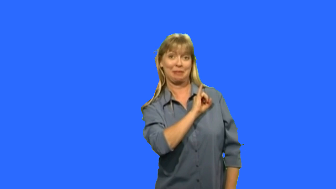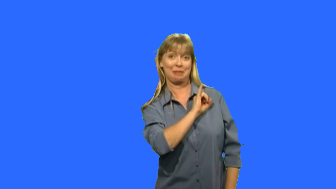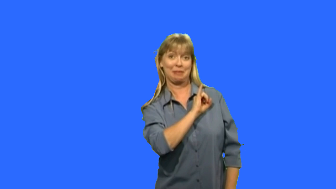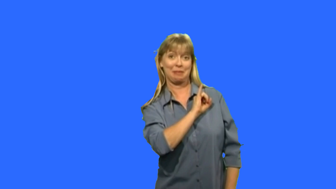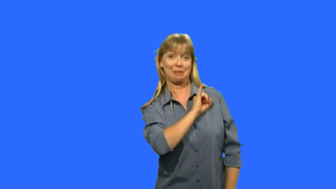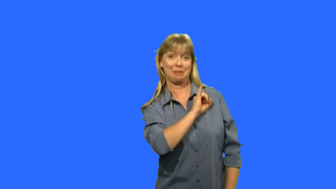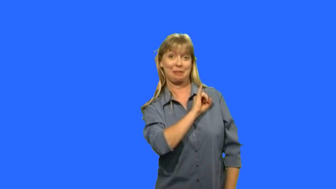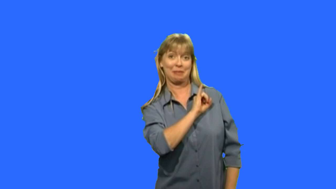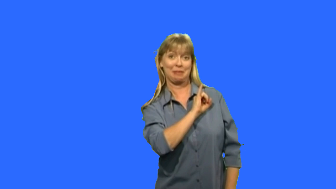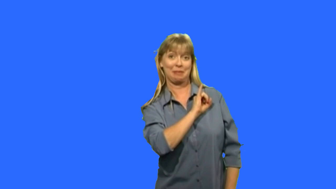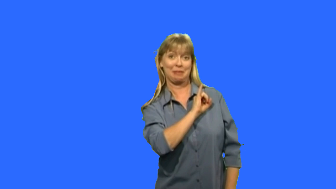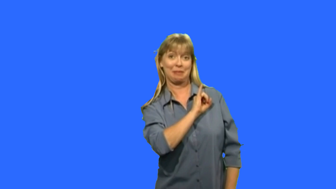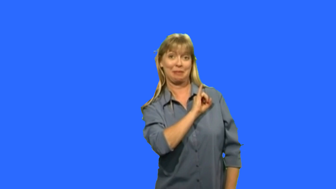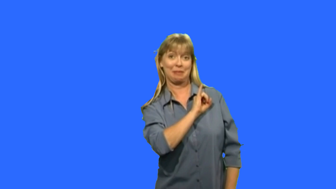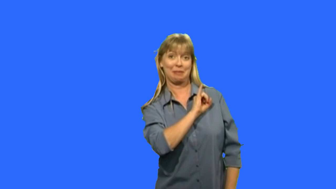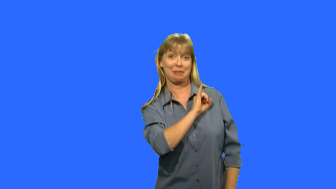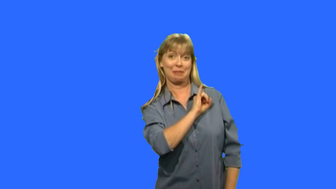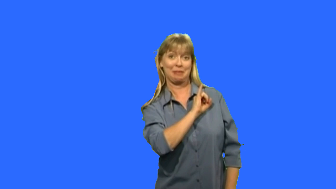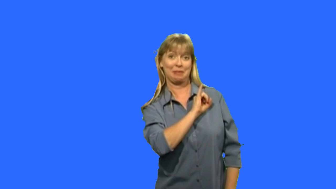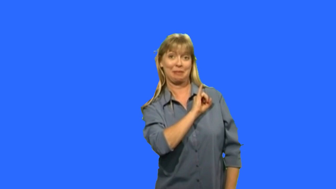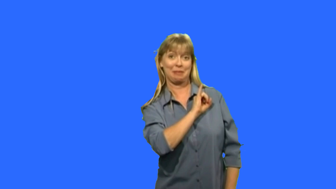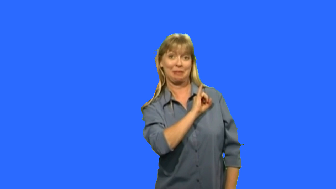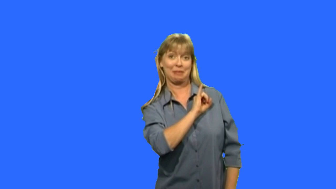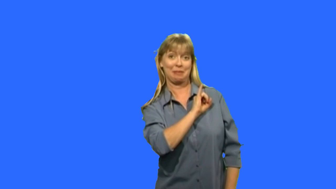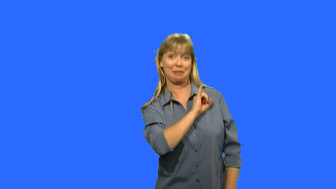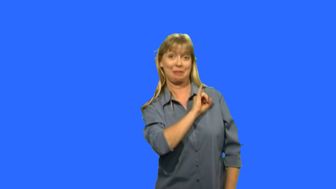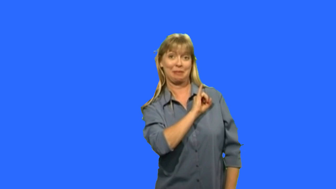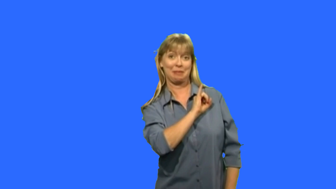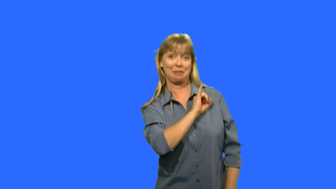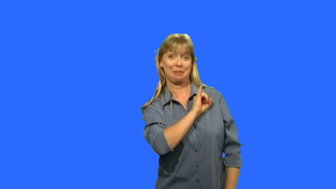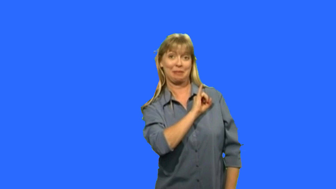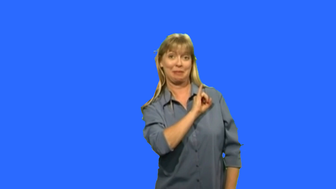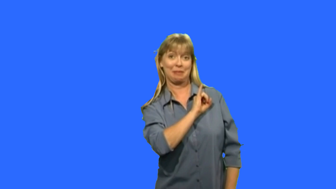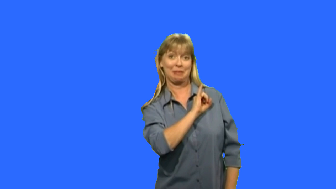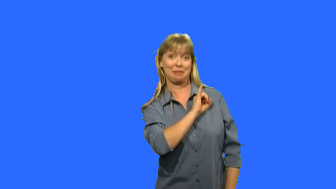isabella